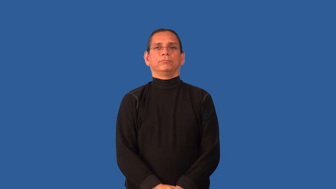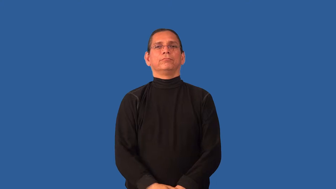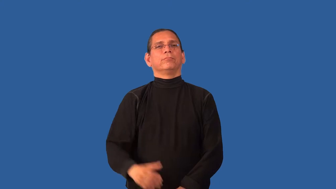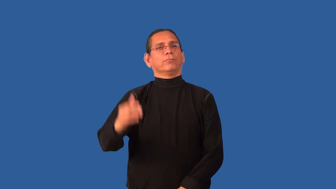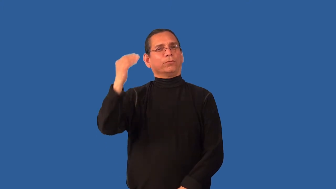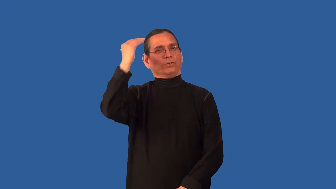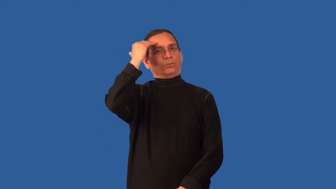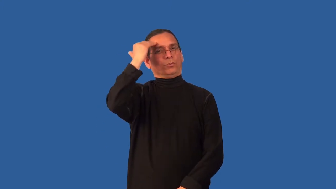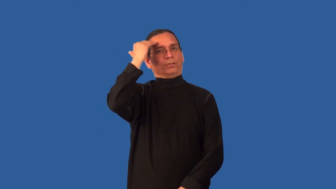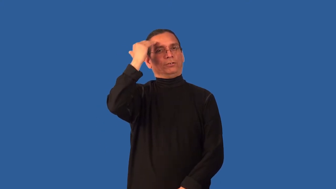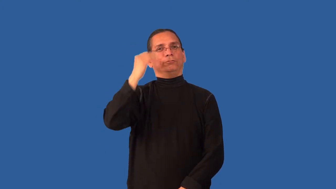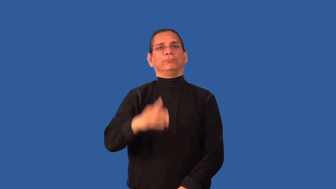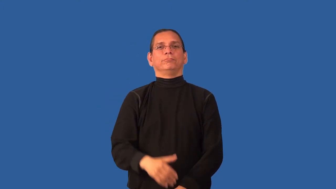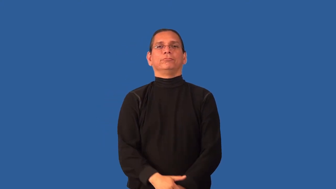cognizant